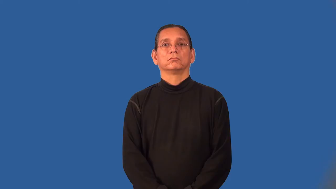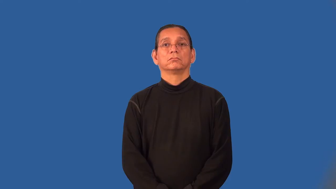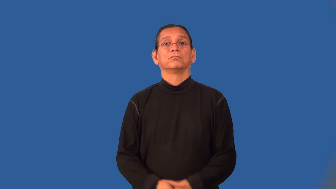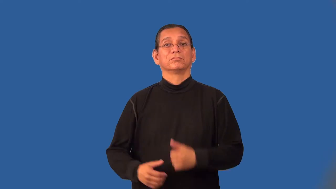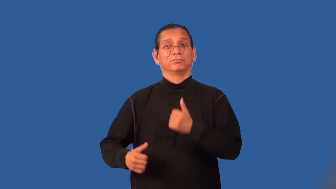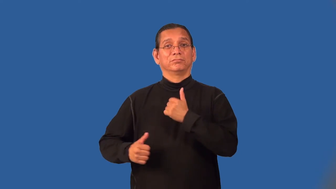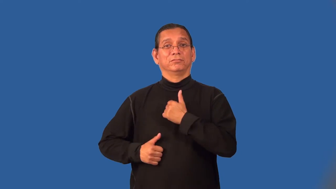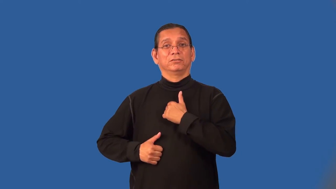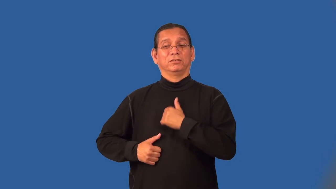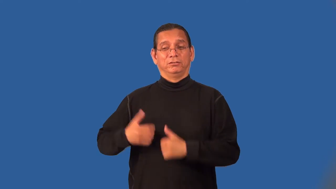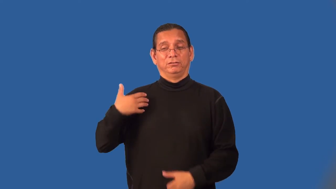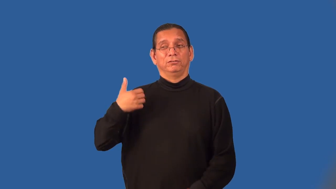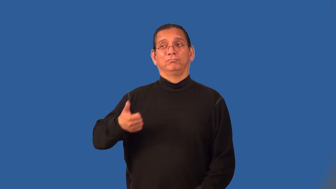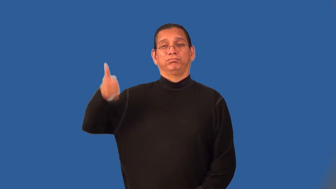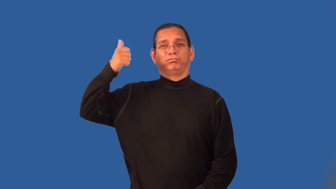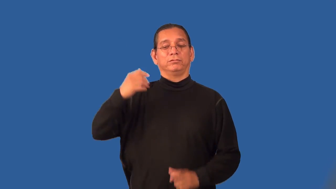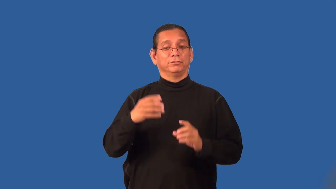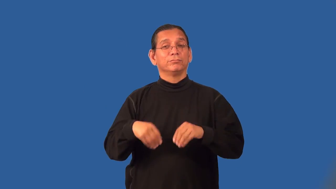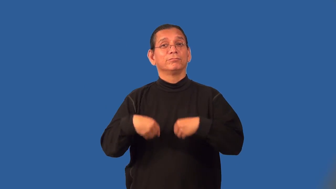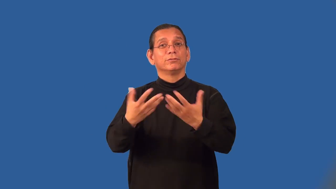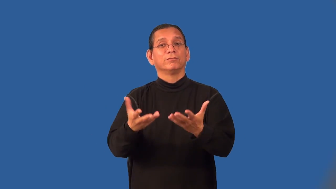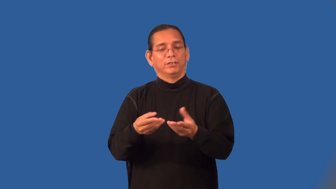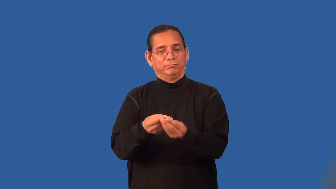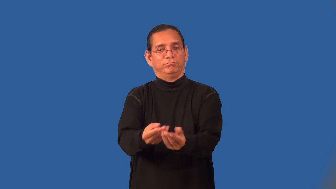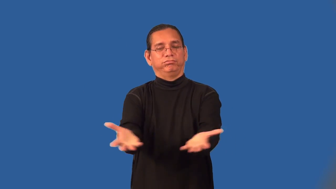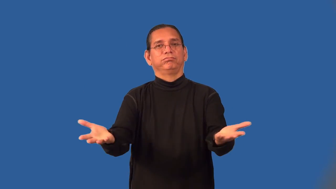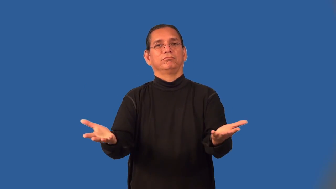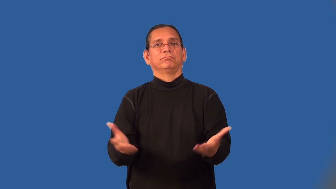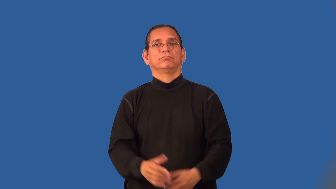quartermaster